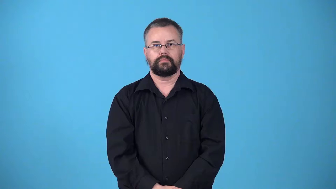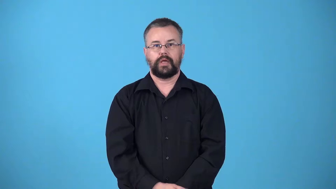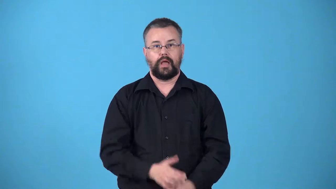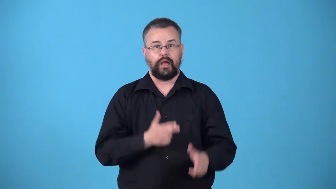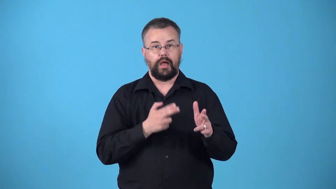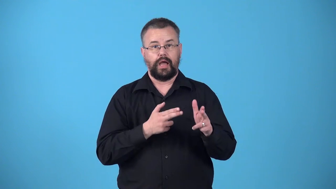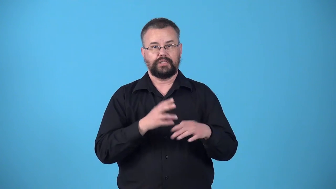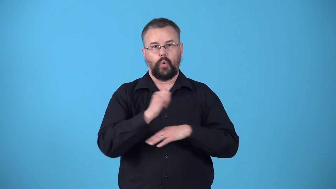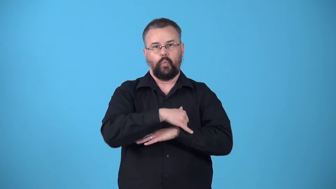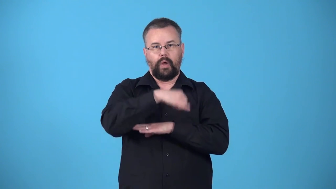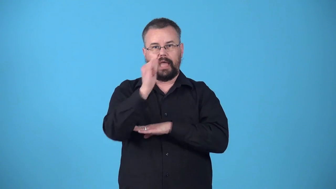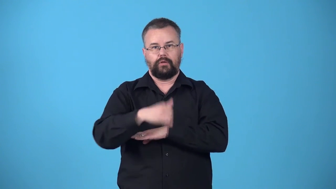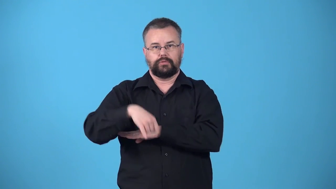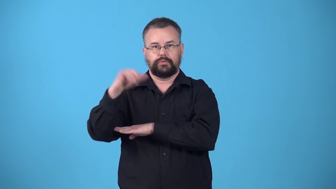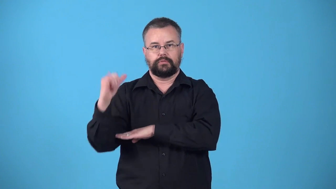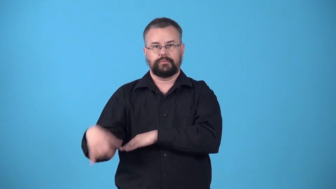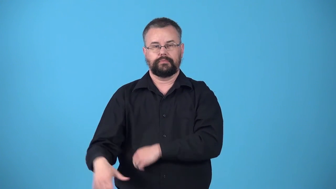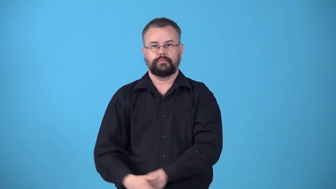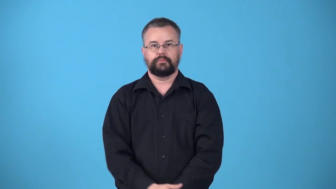whale-hunt for whales